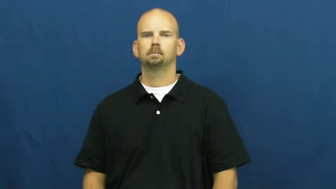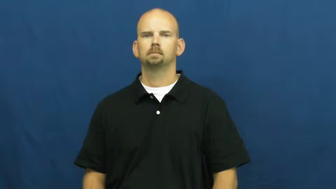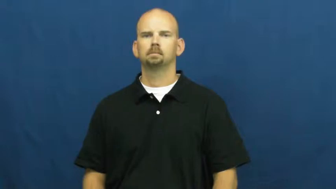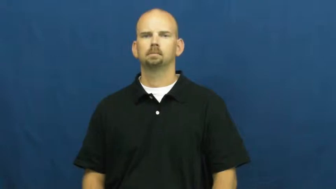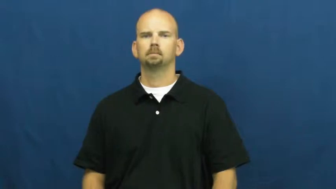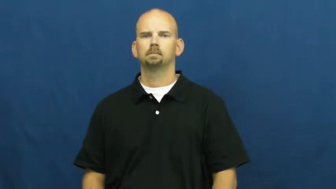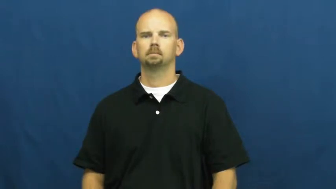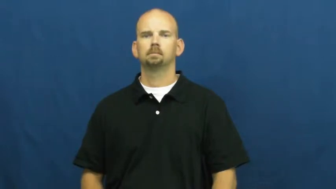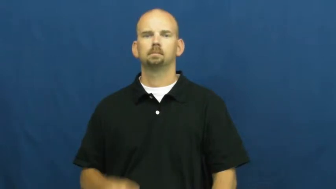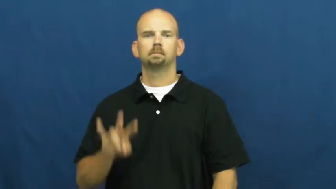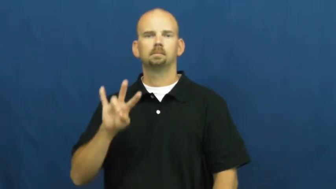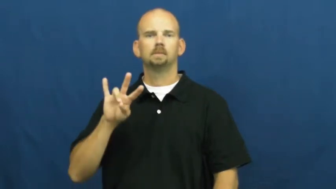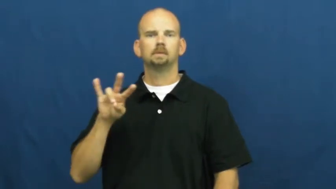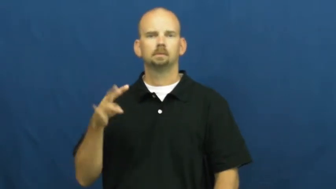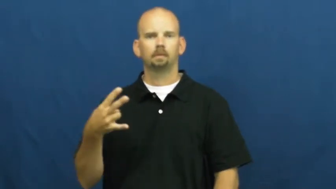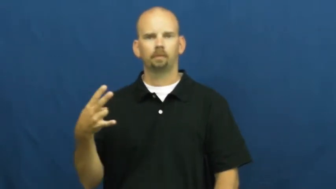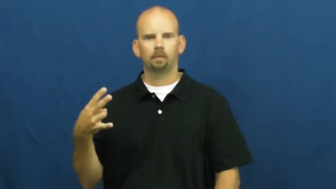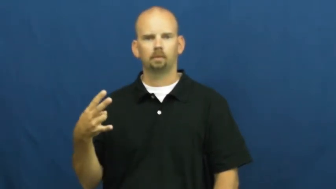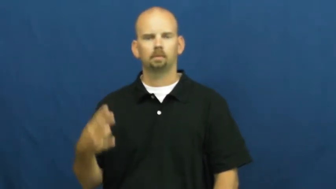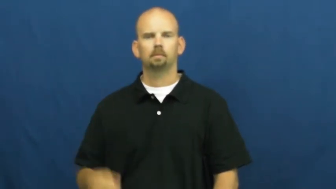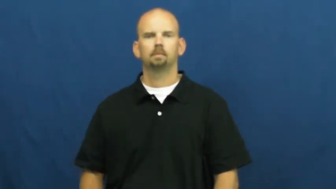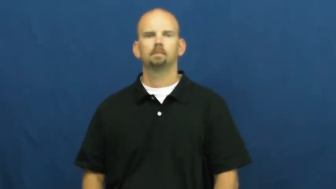seventh